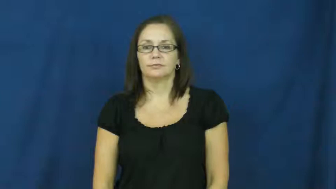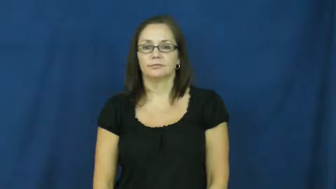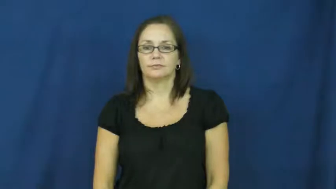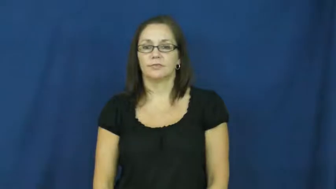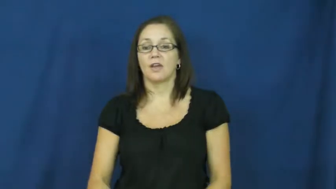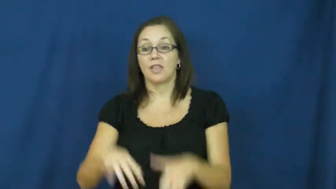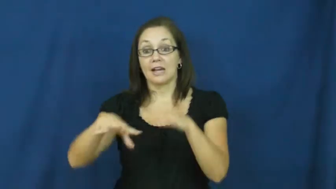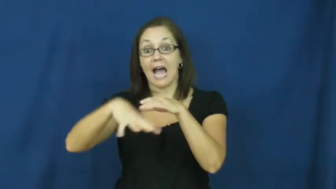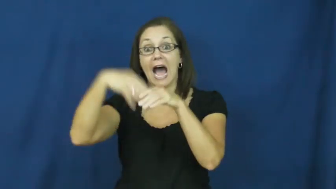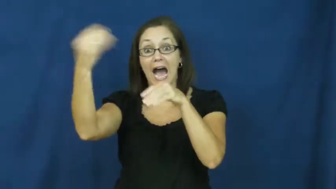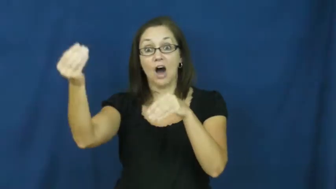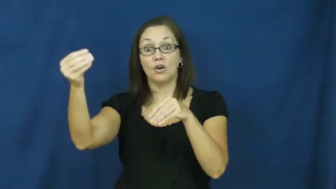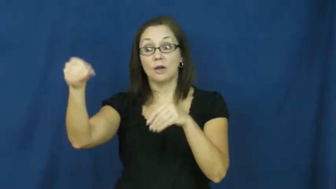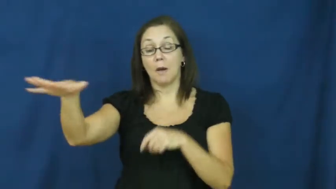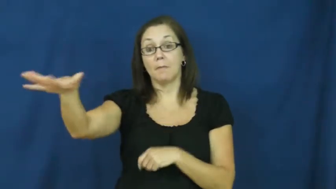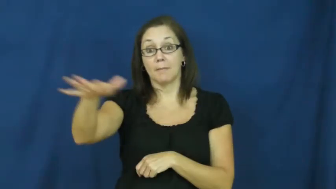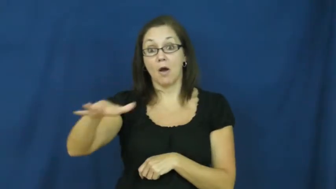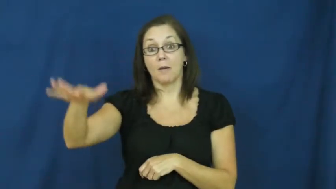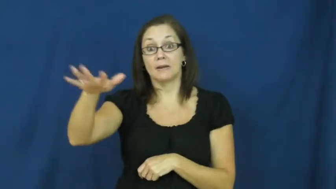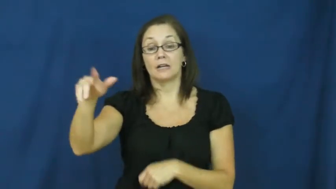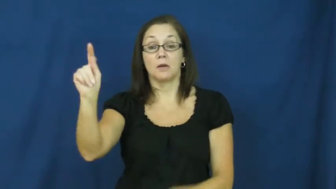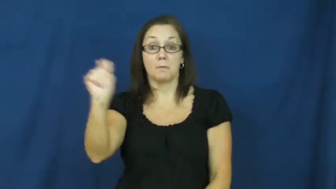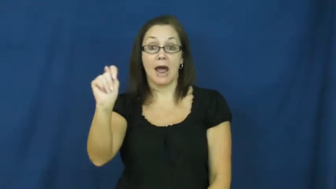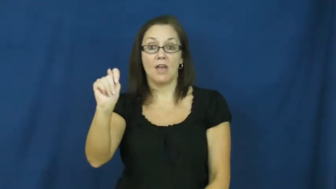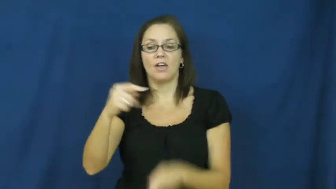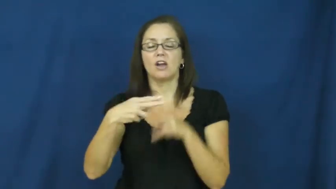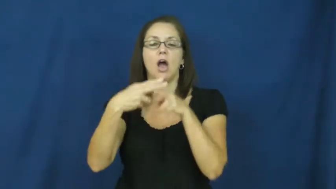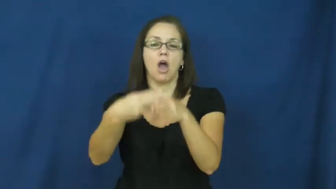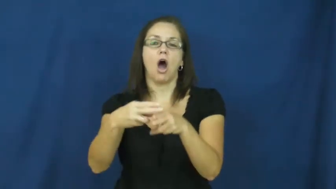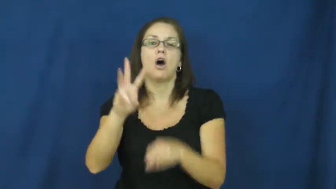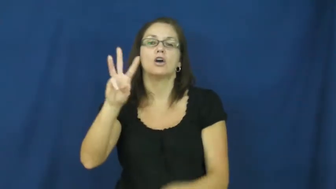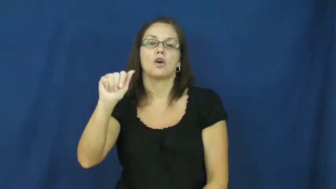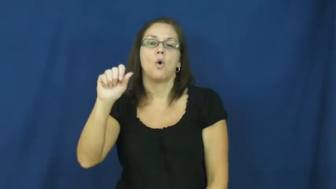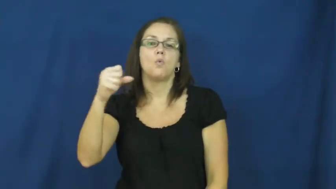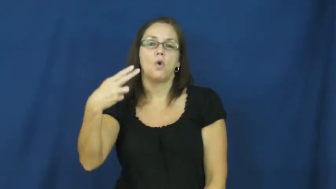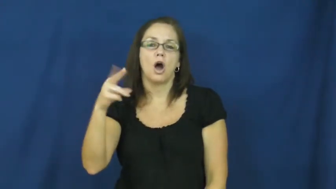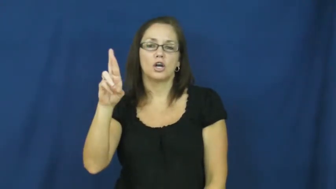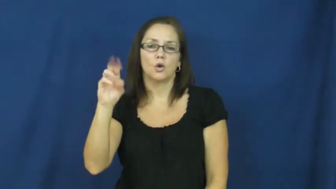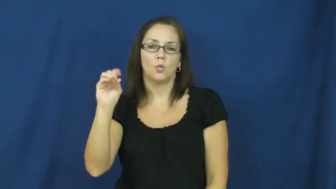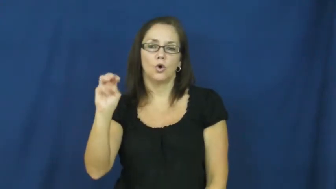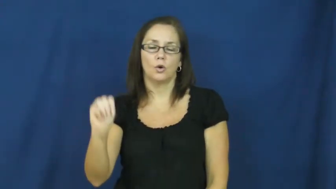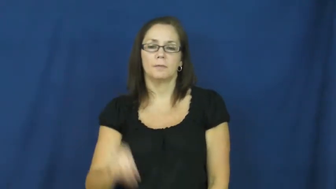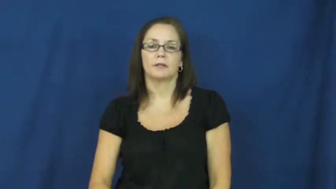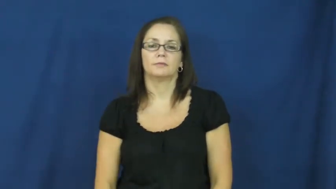washroom